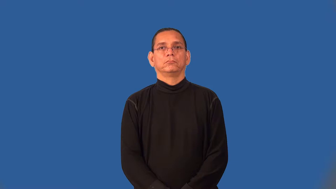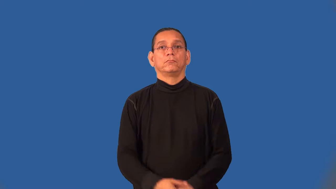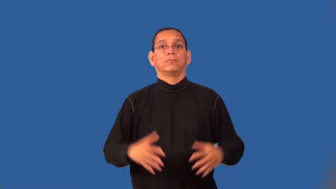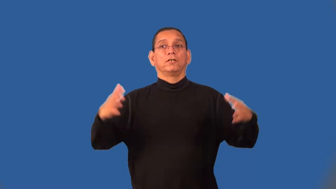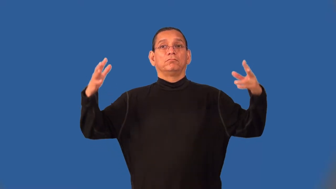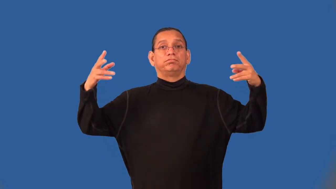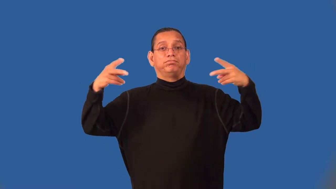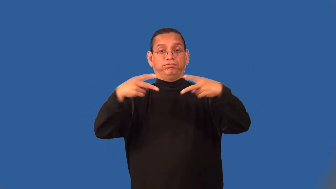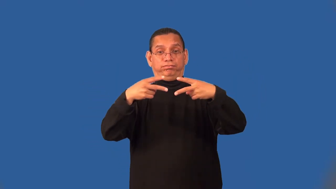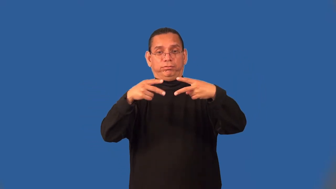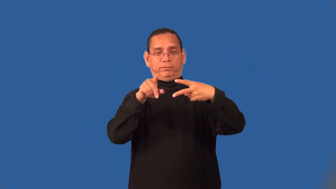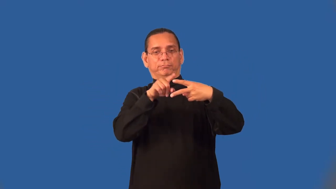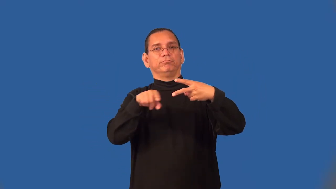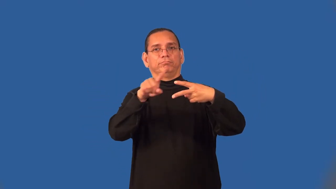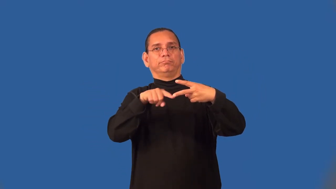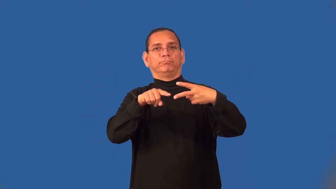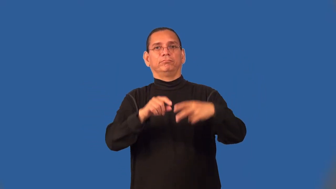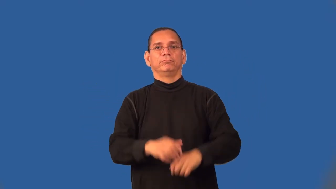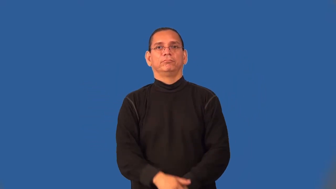semifinalist